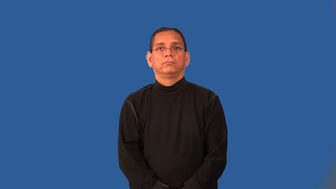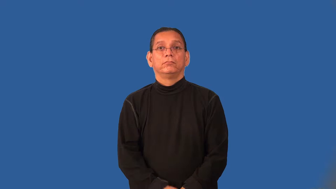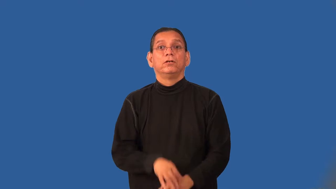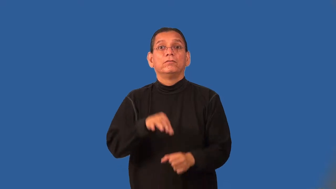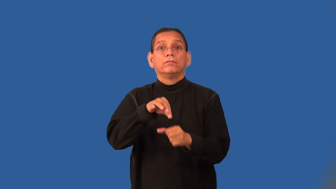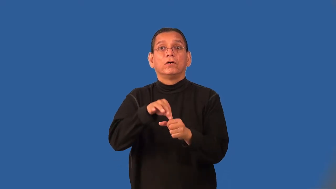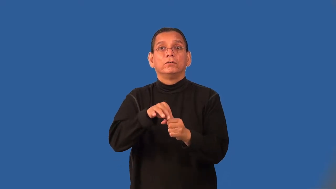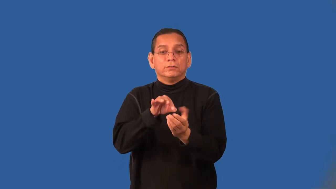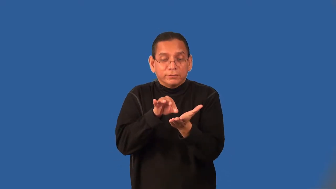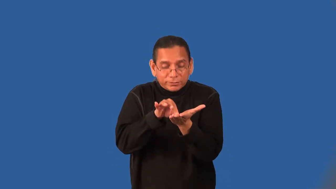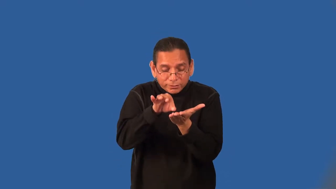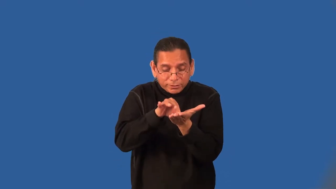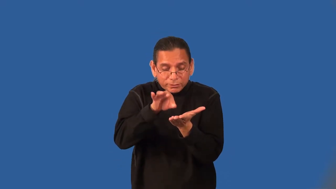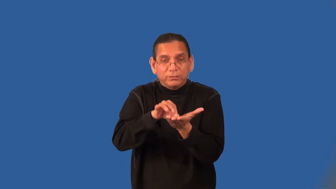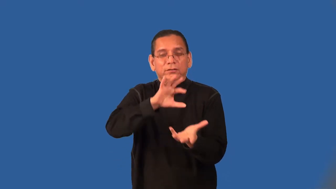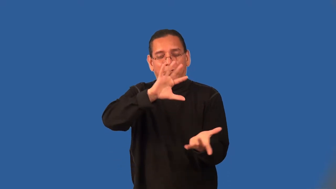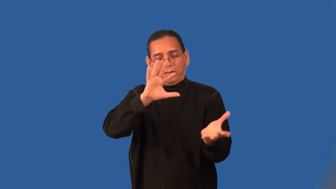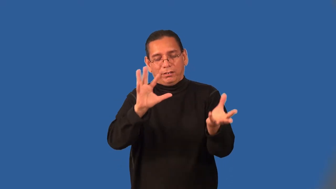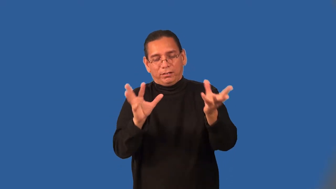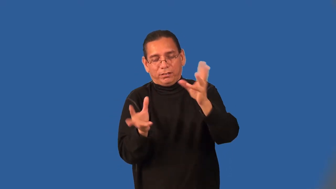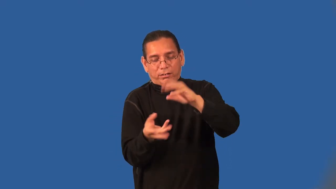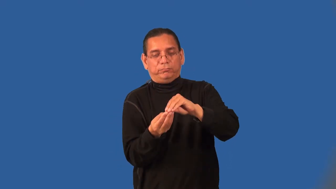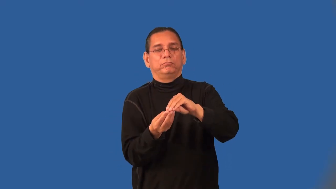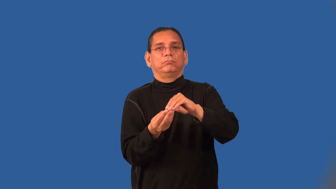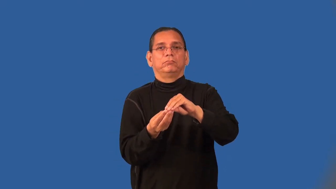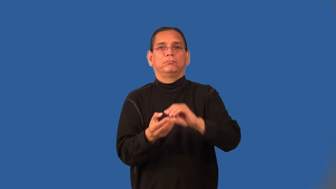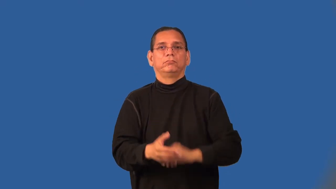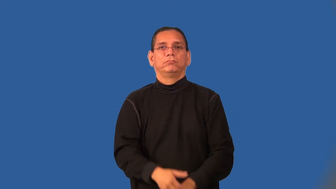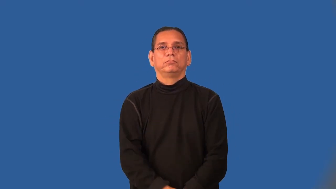poll